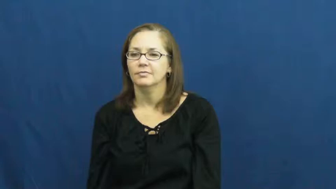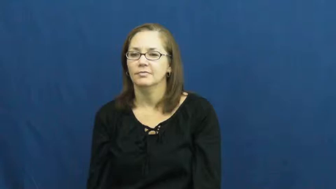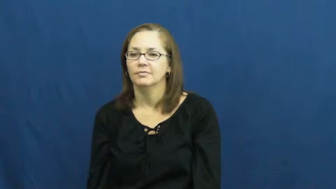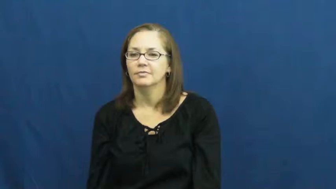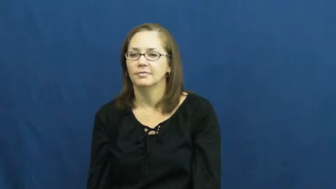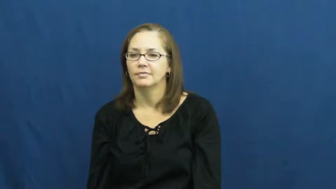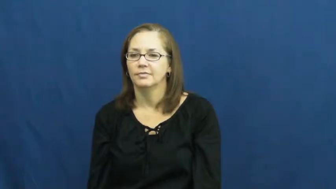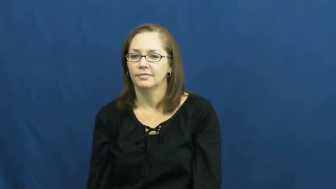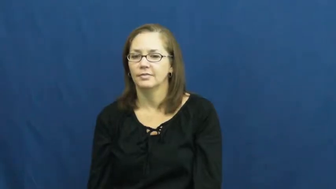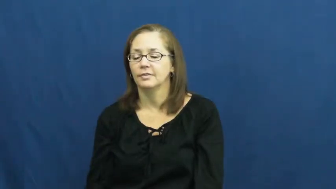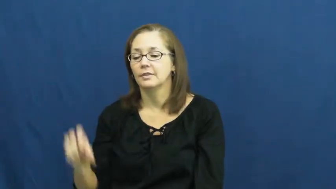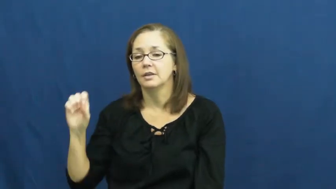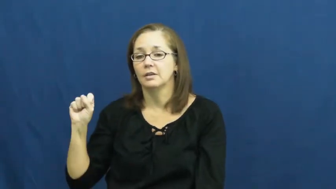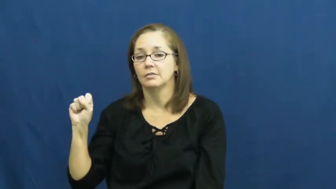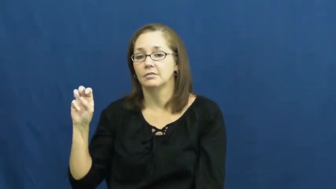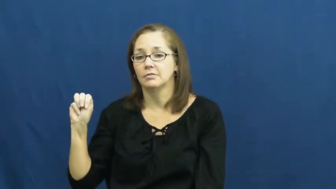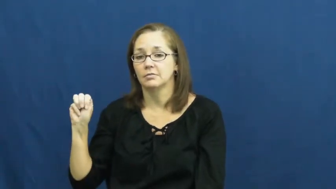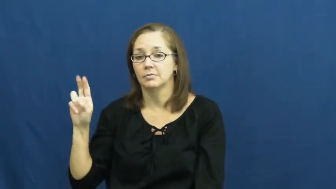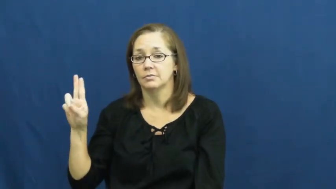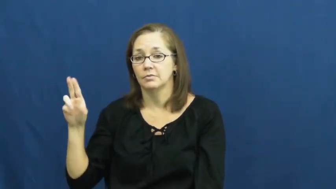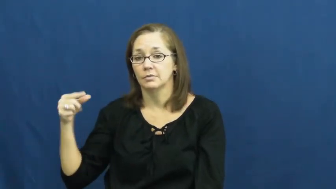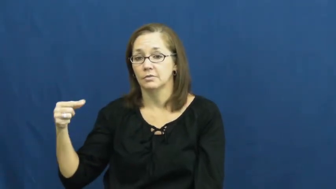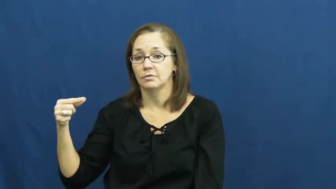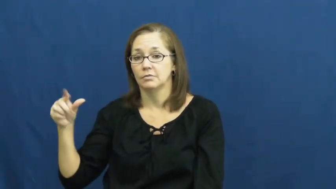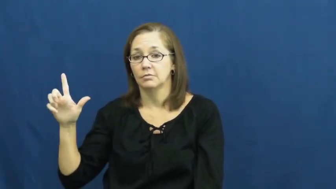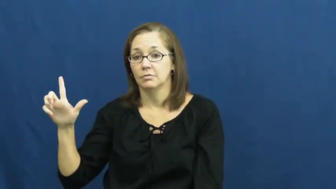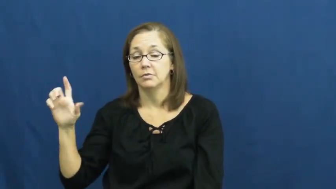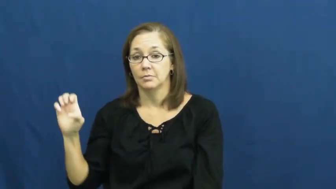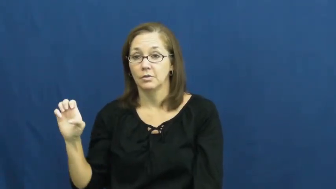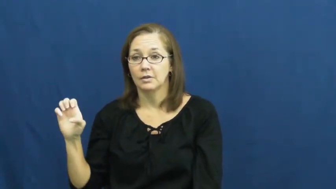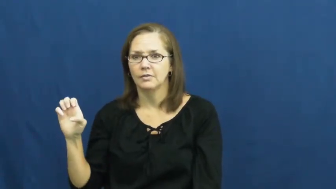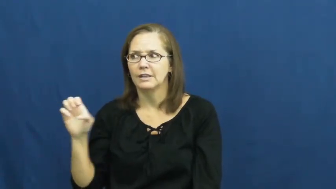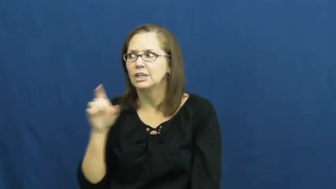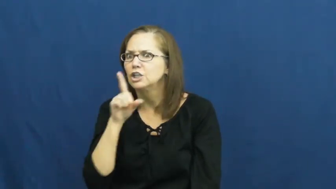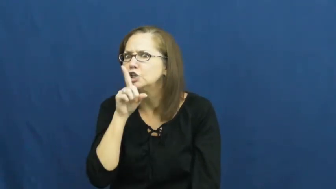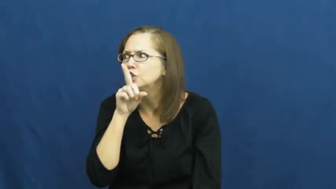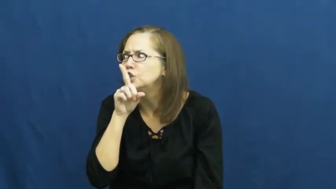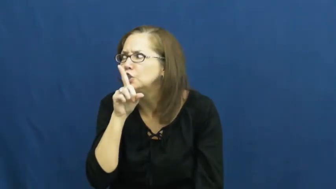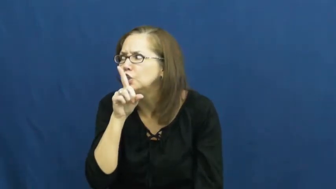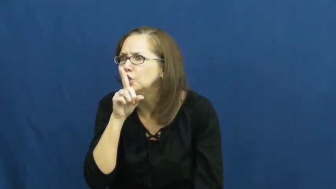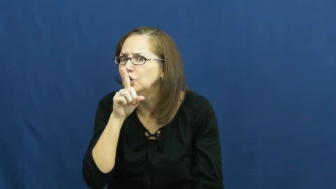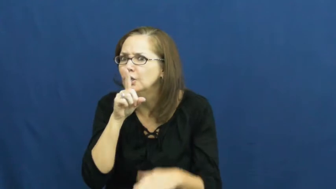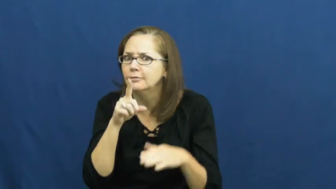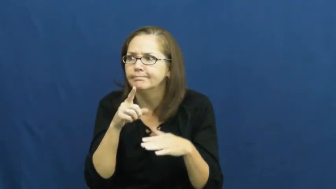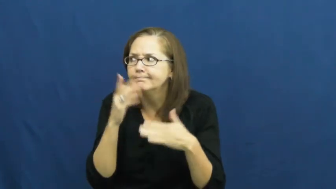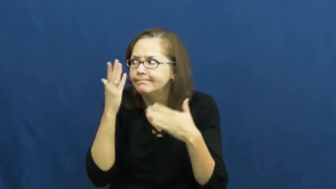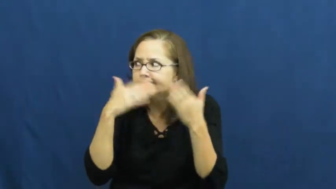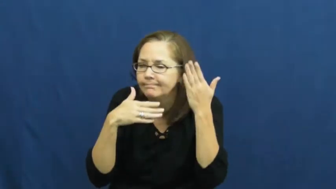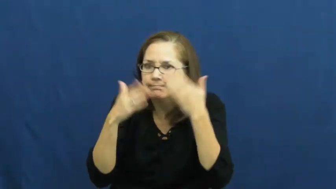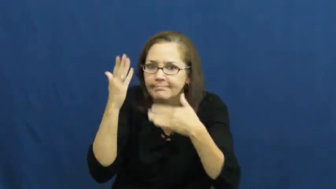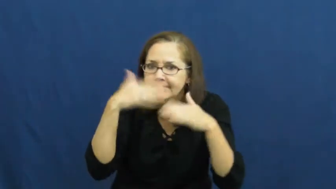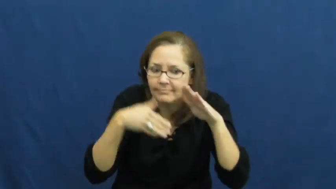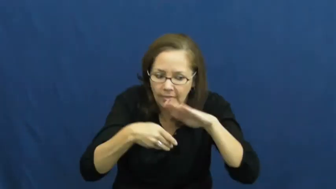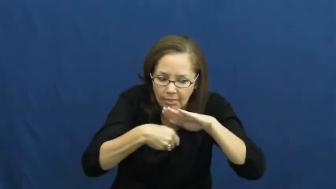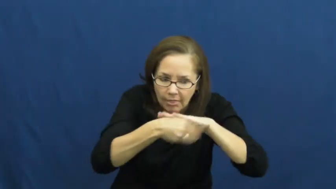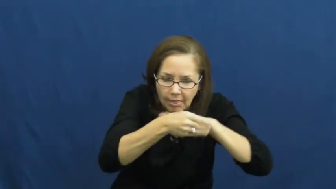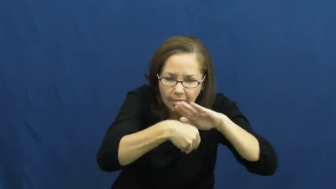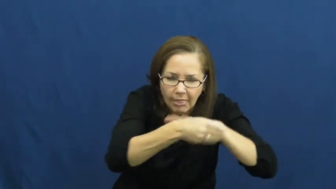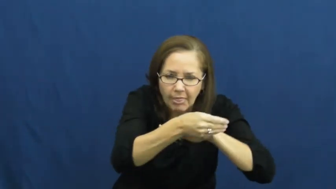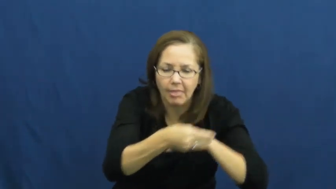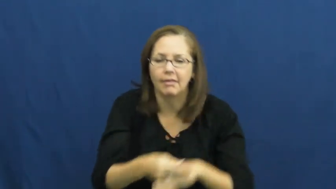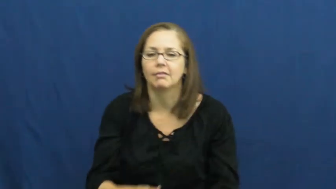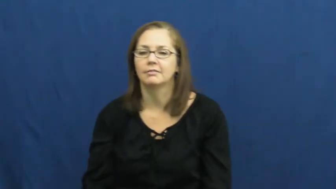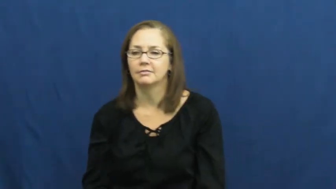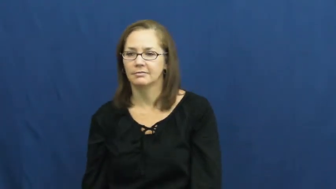smuggle